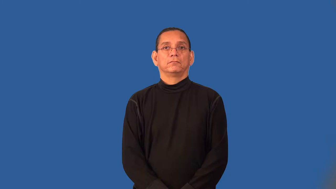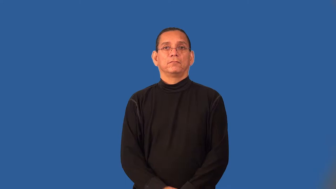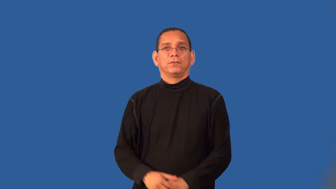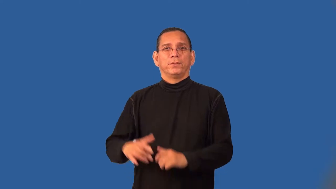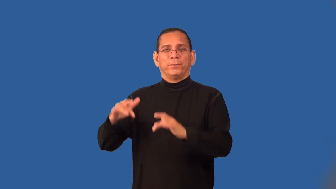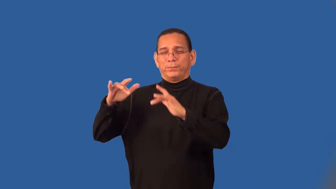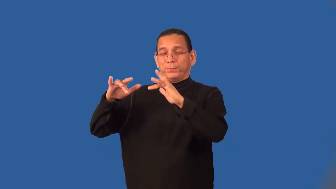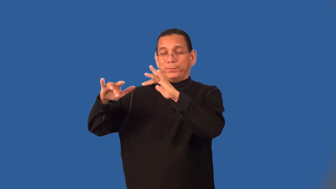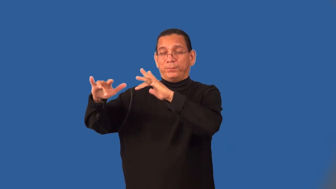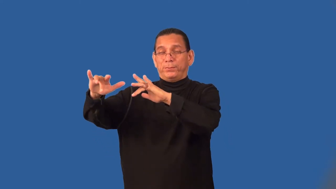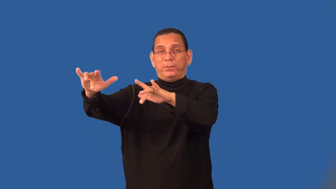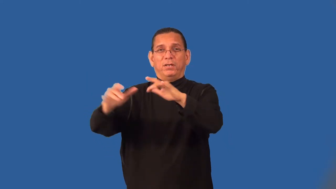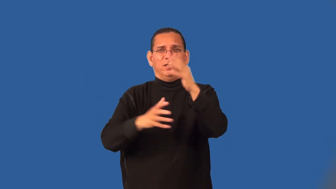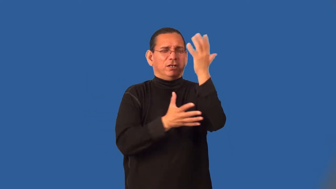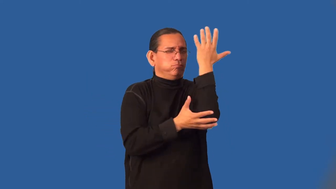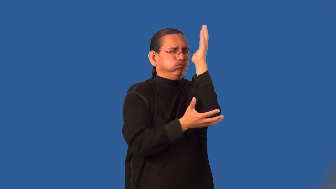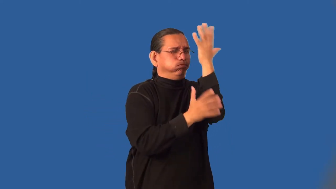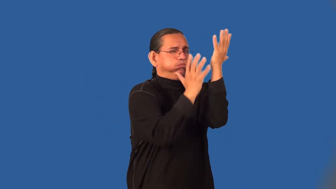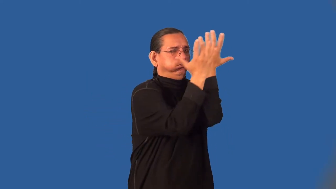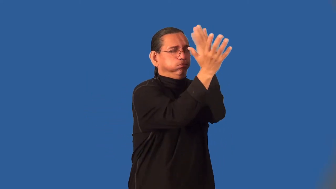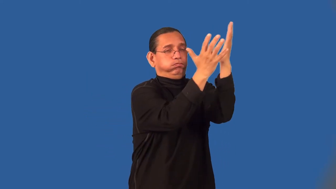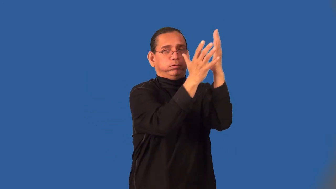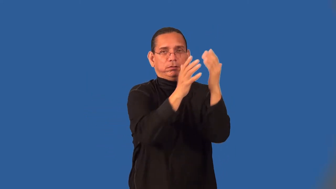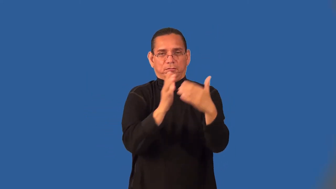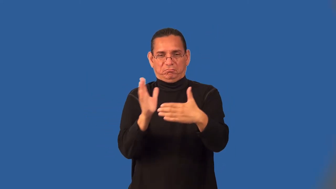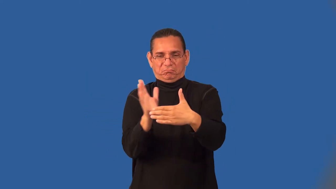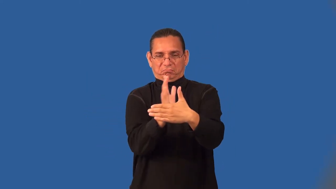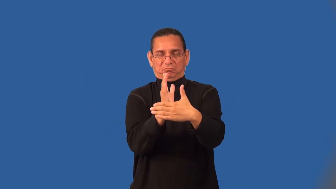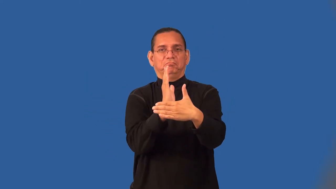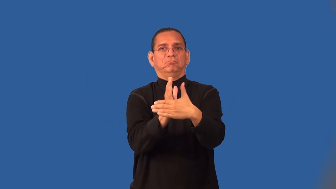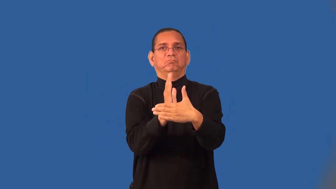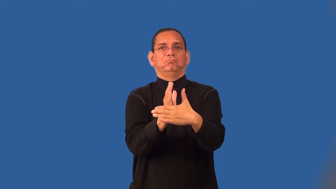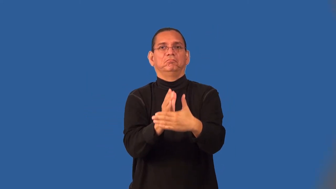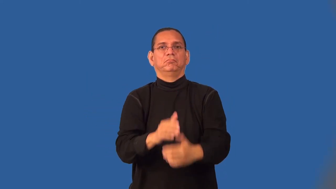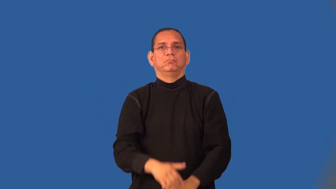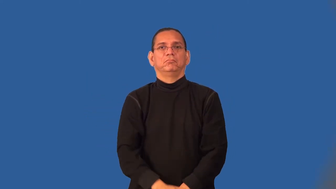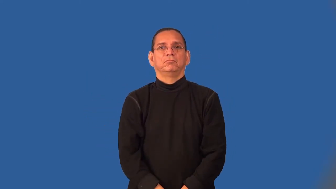semitropical